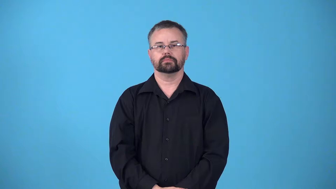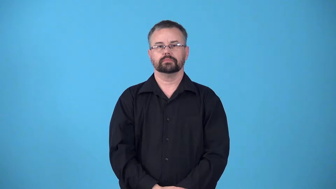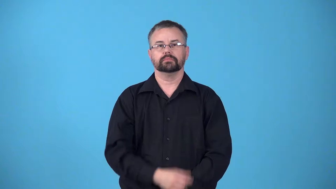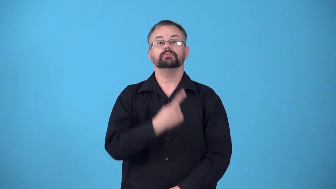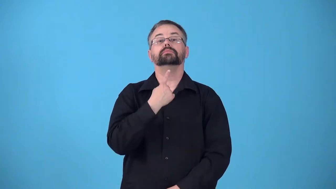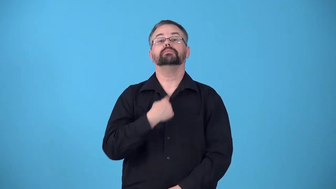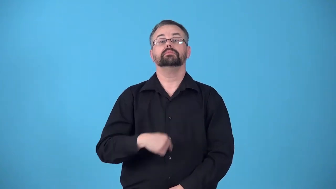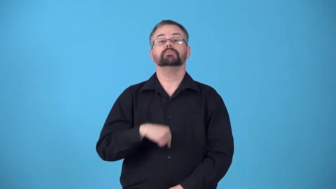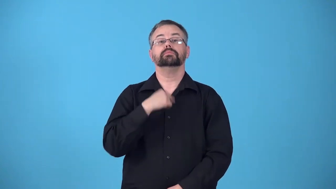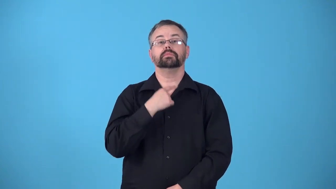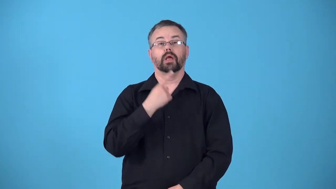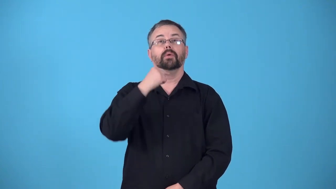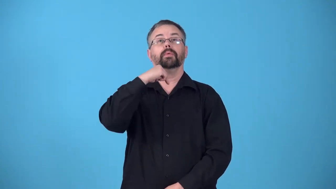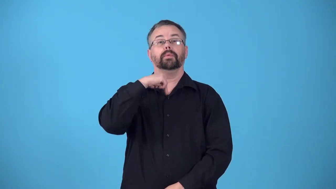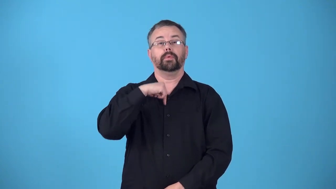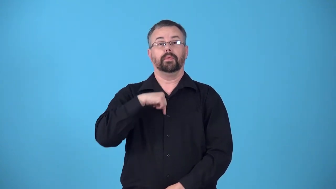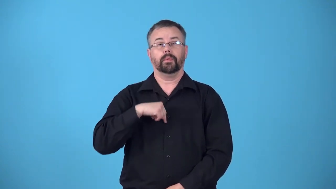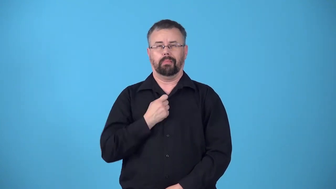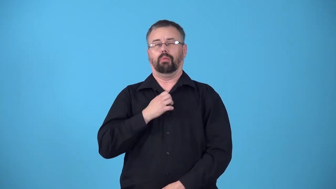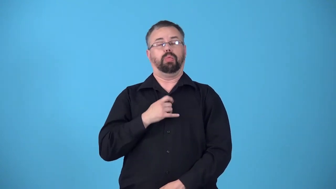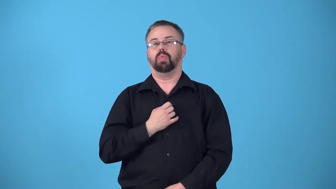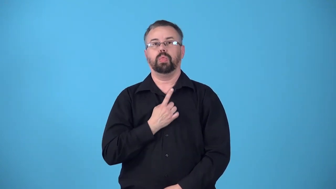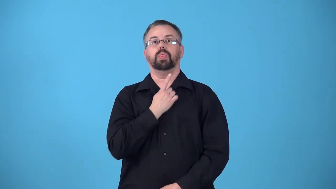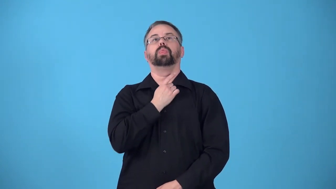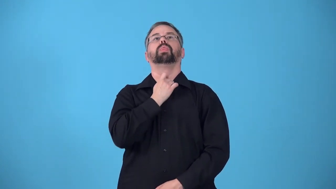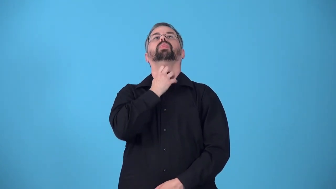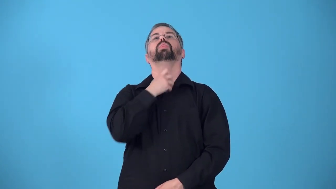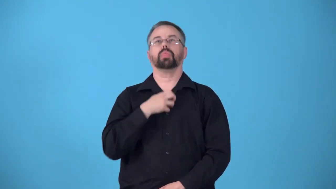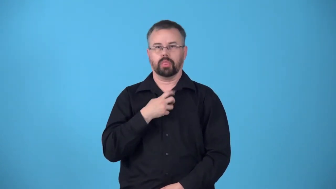reflux-body